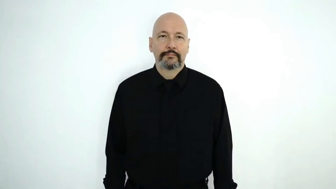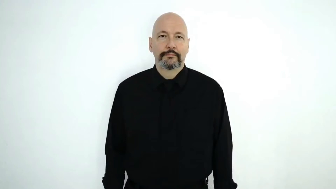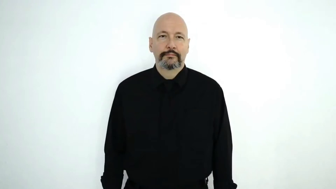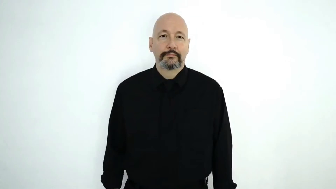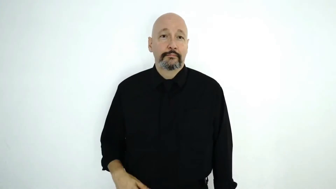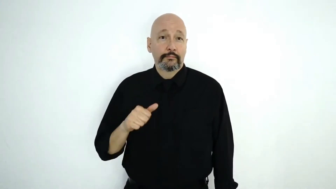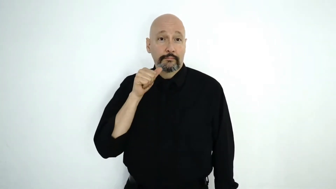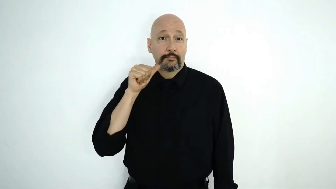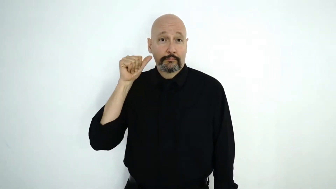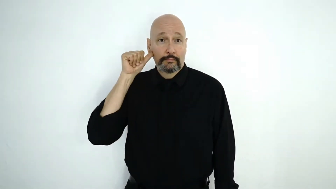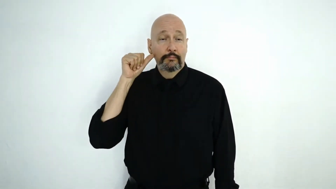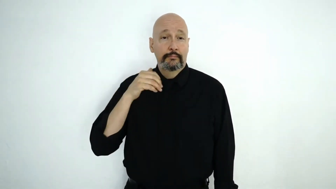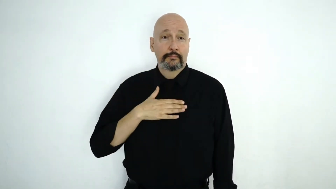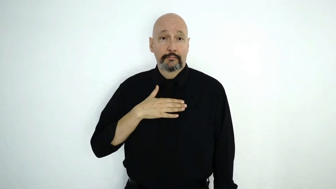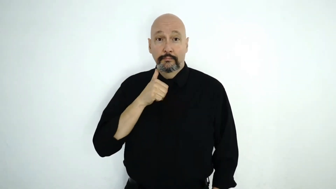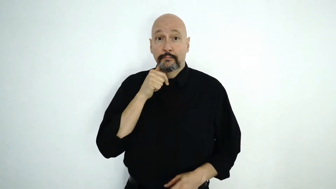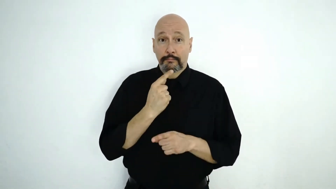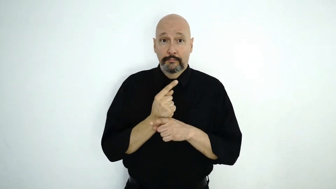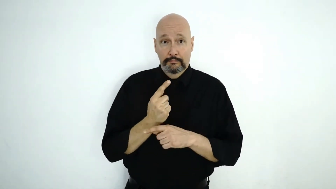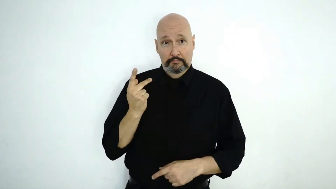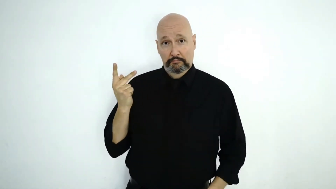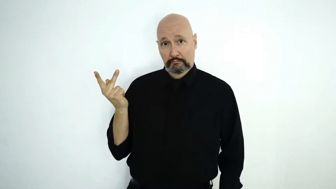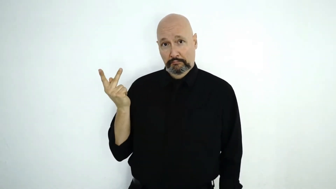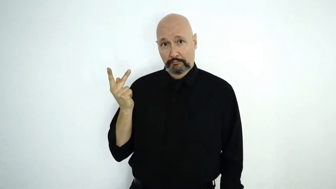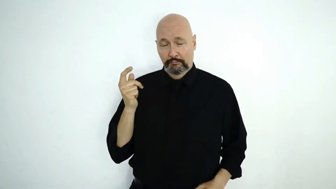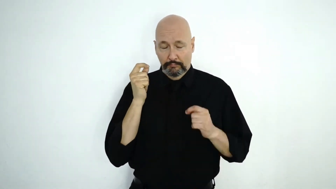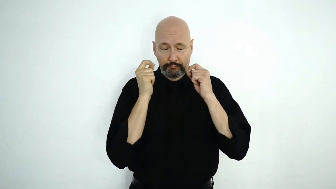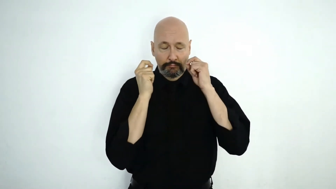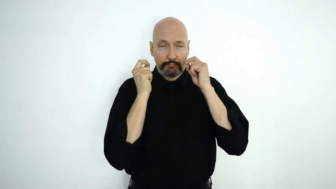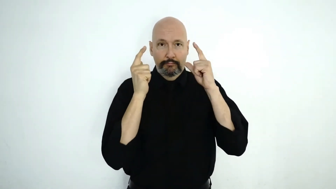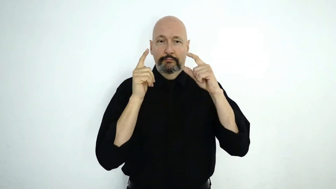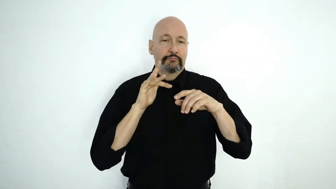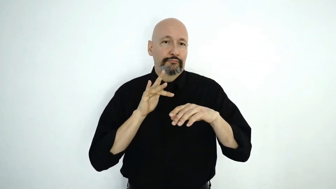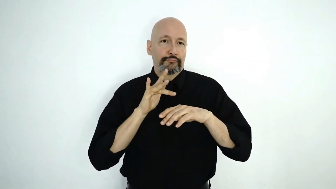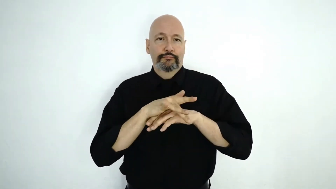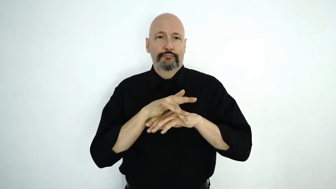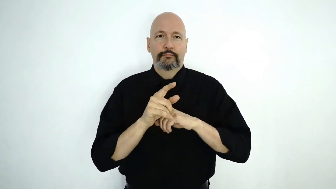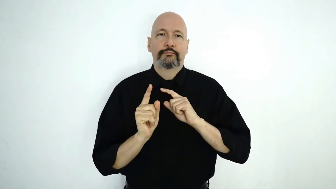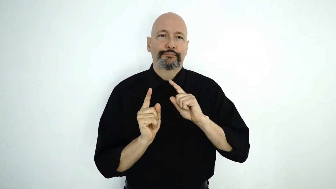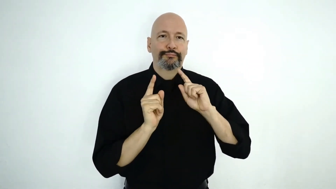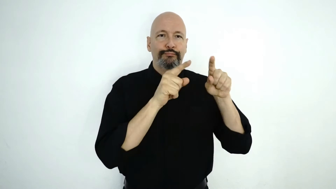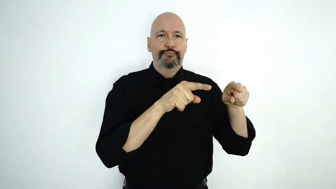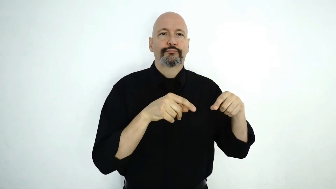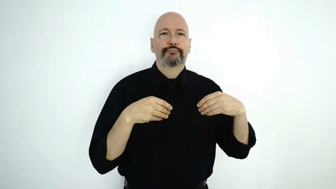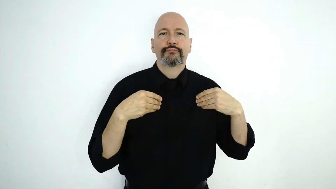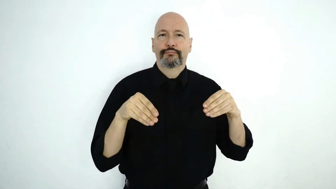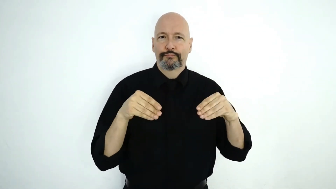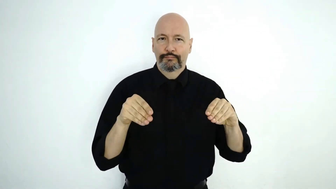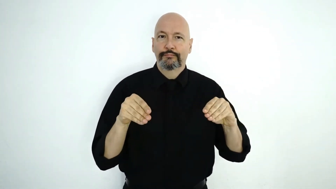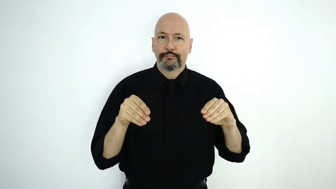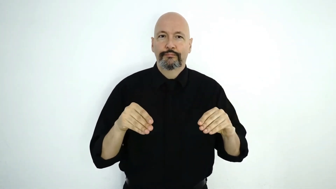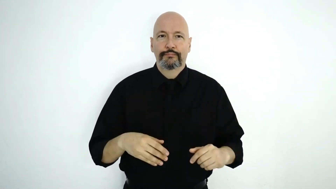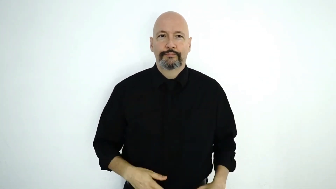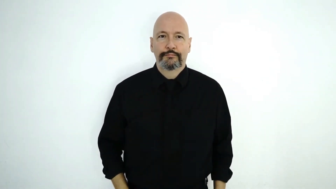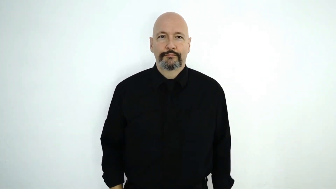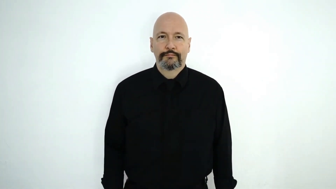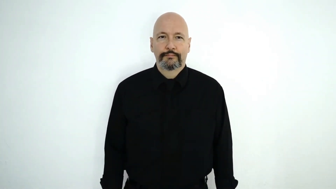YESTERDAY MY SISTER WE-TWO WOKE UP EARLY GO STORE.